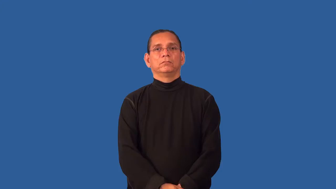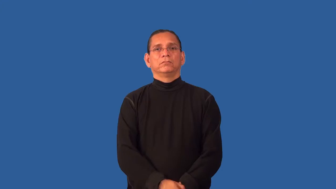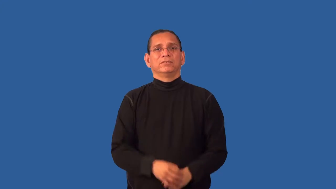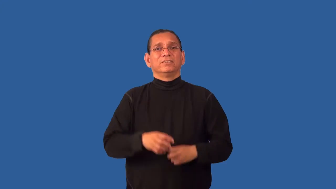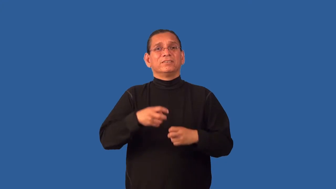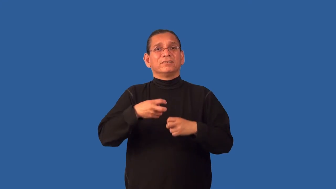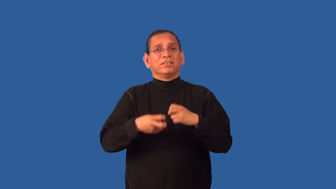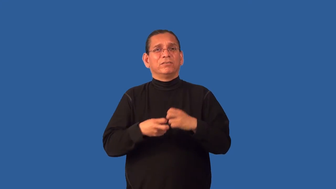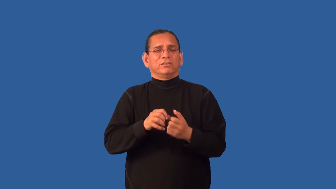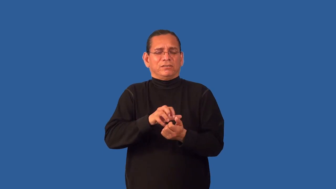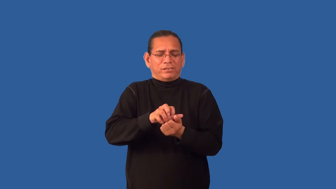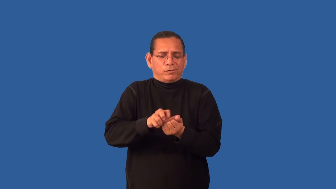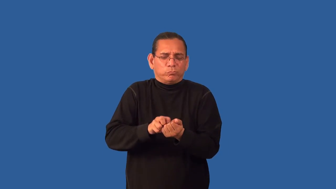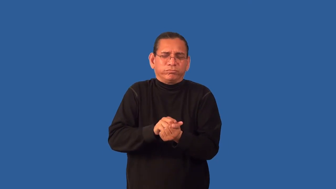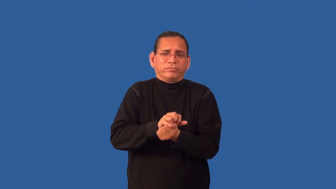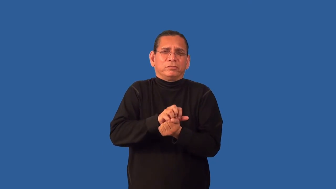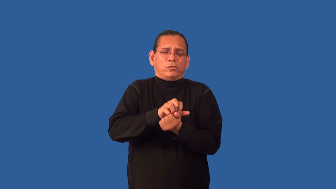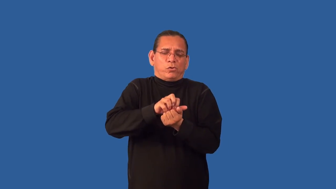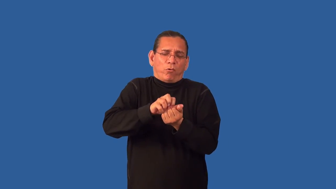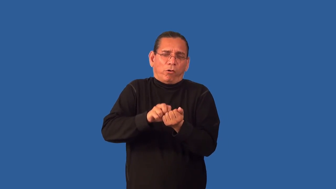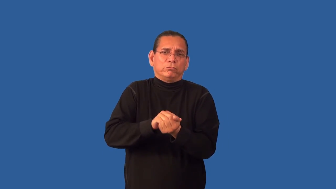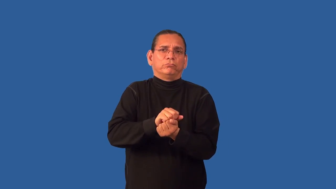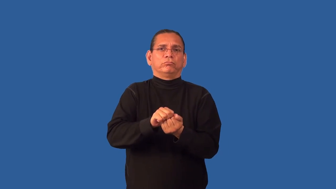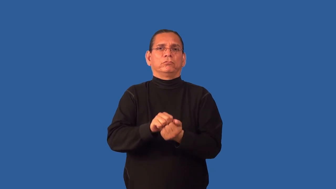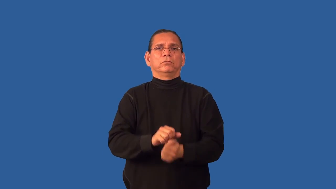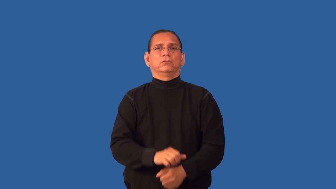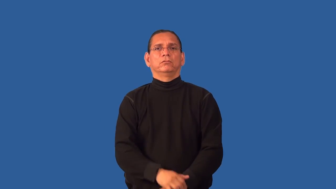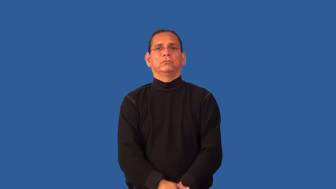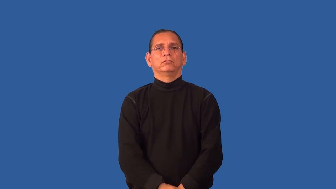gristly